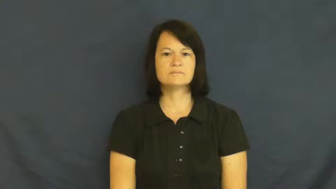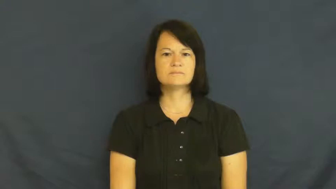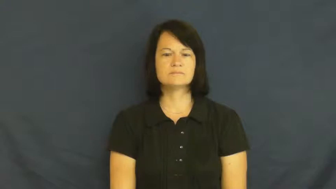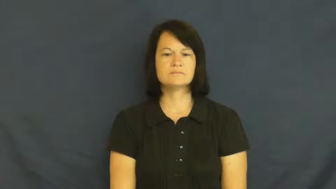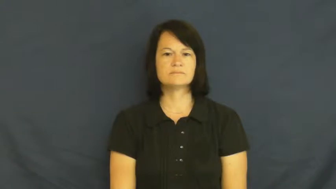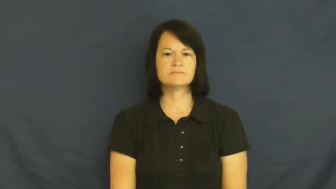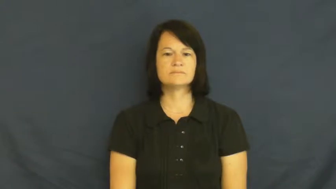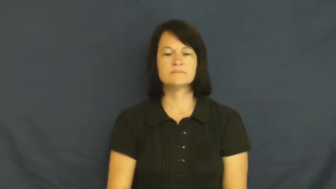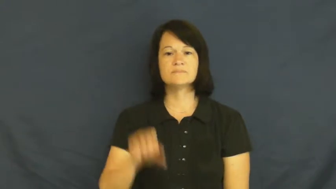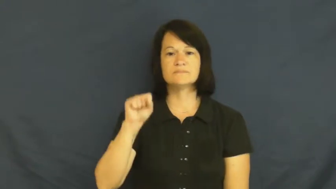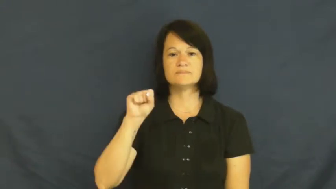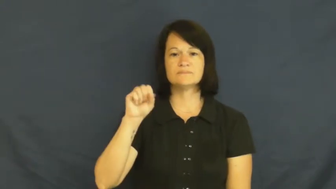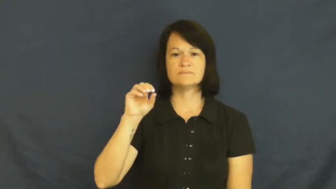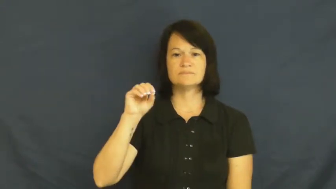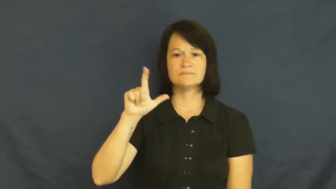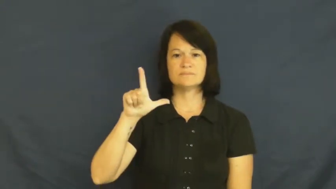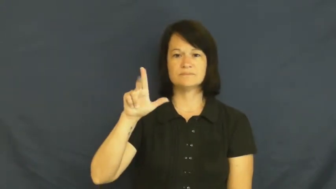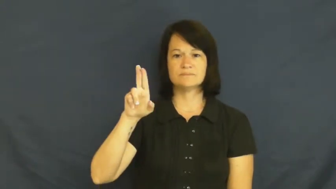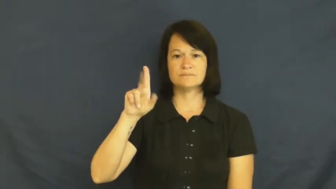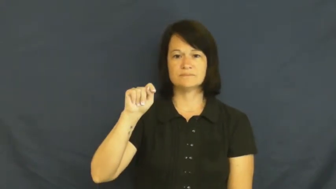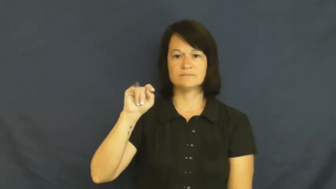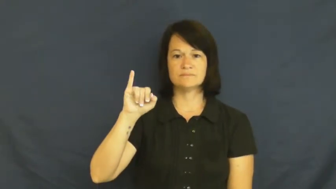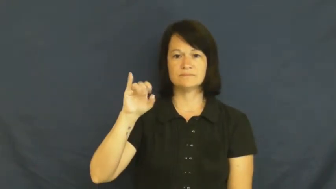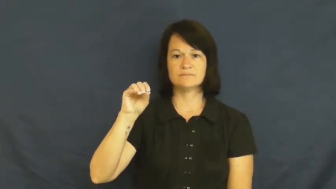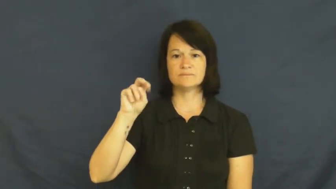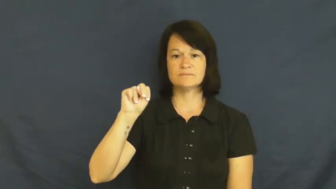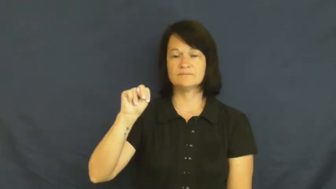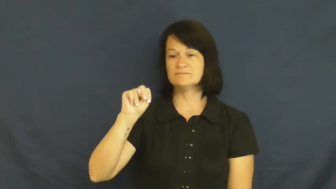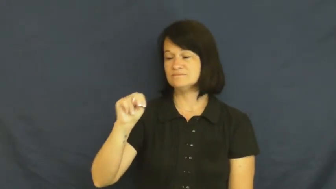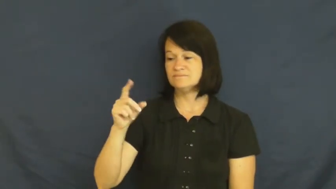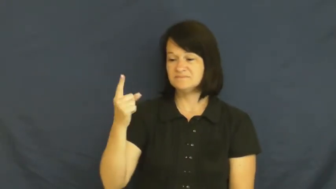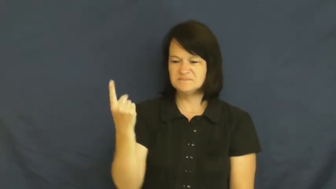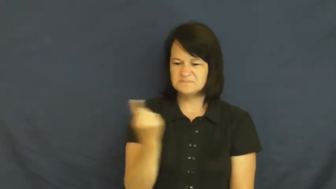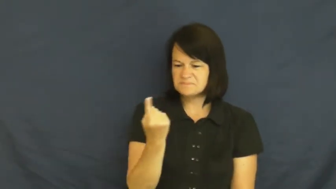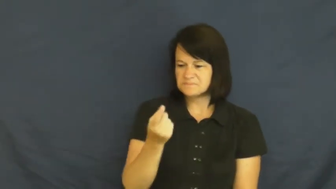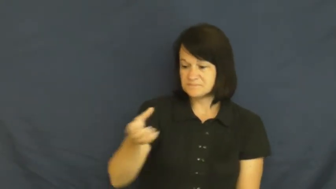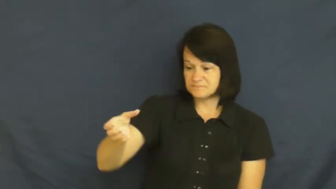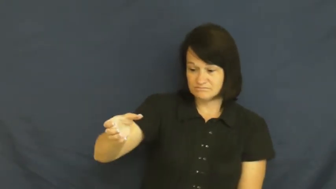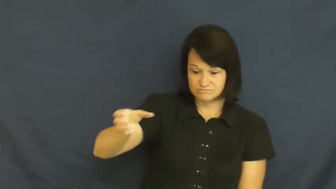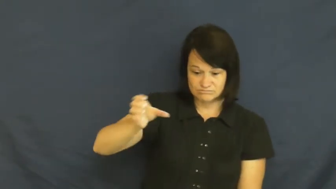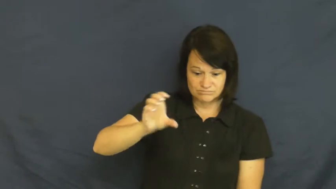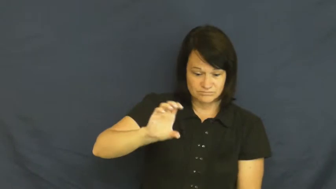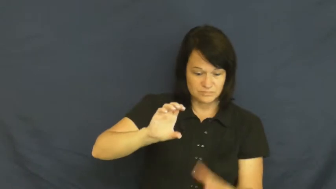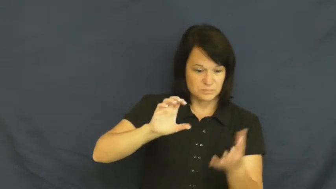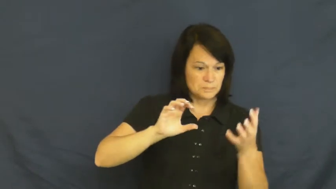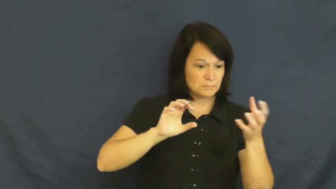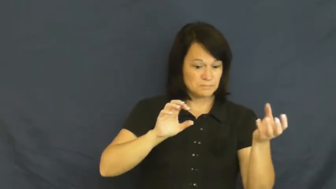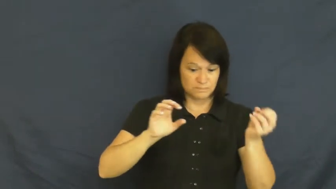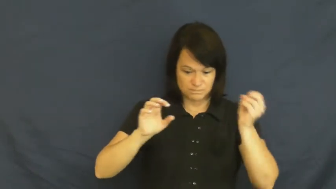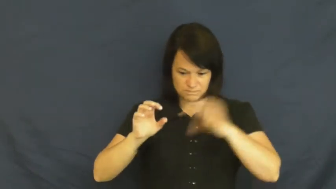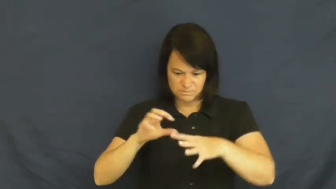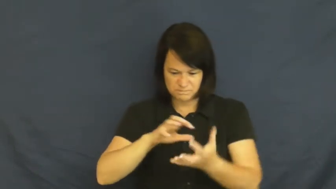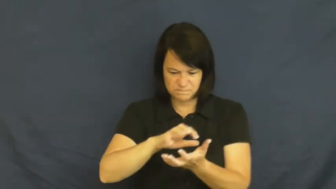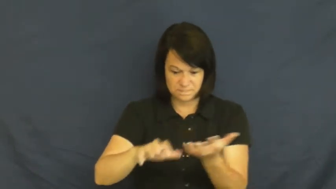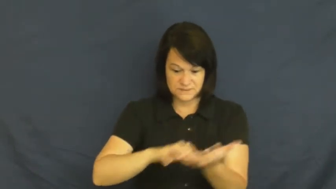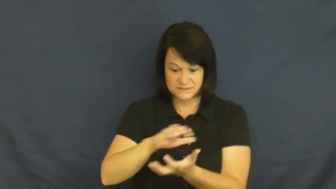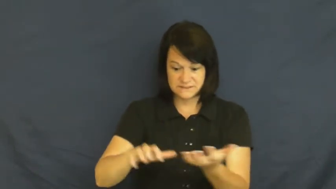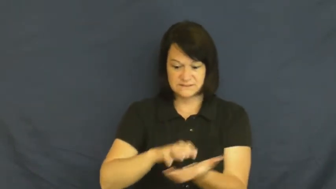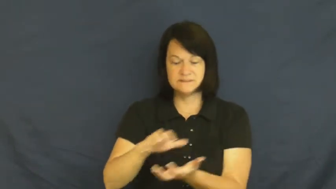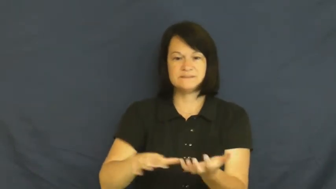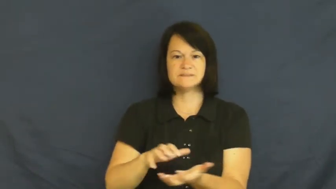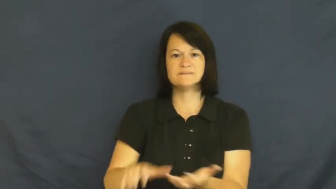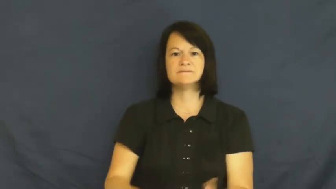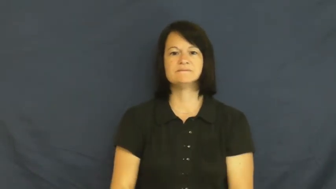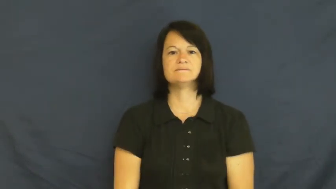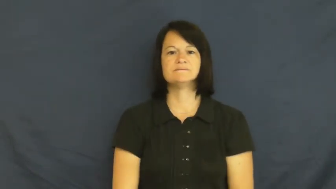solution-mix